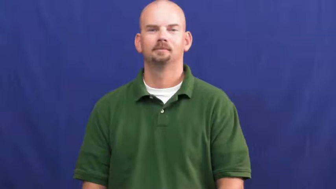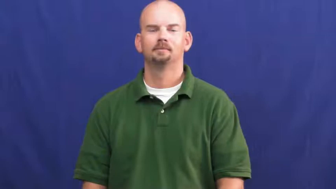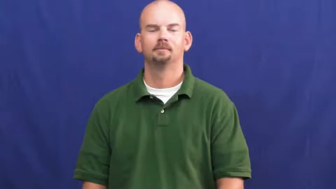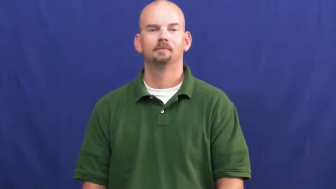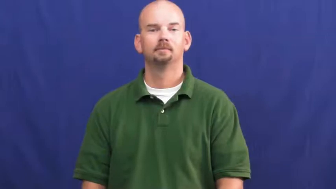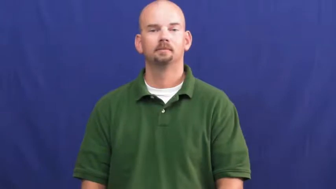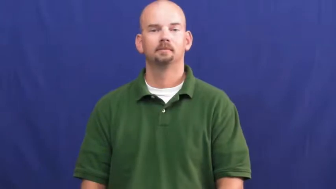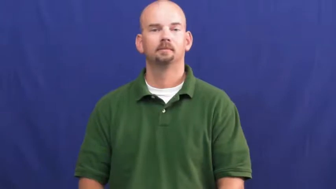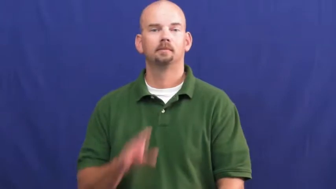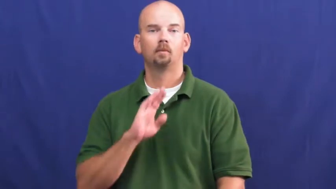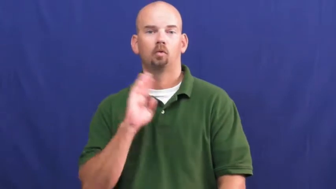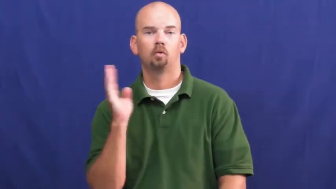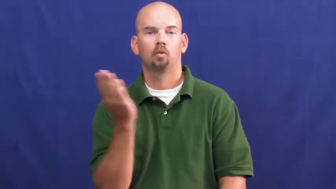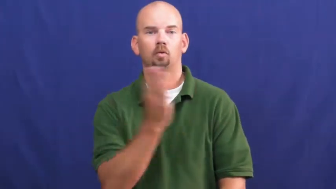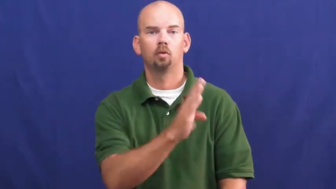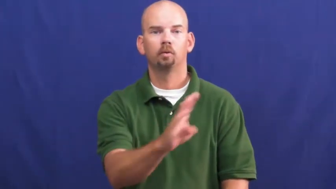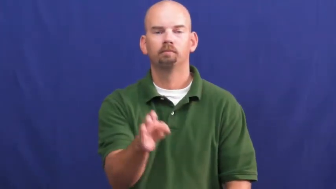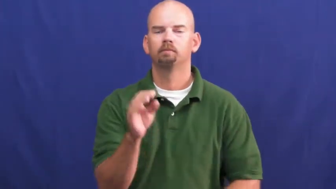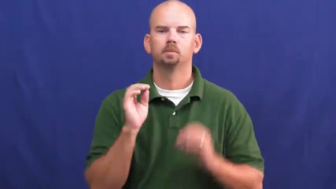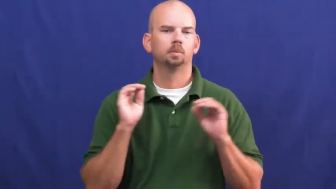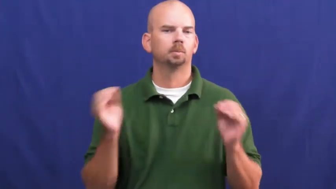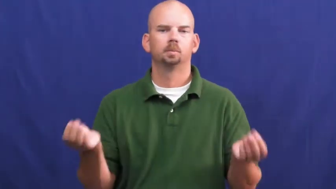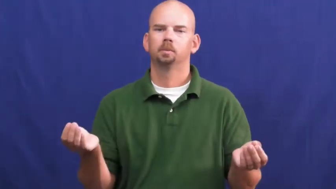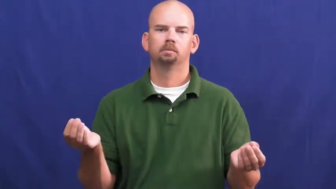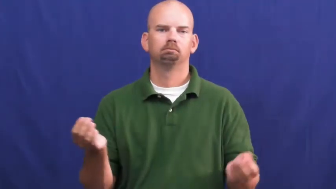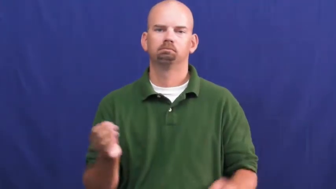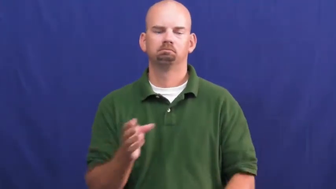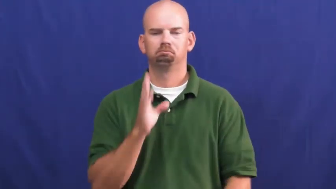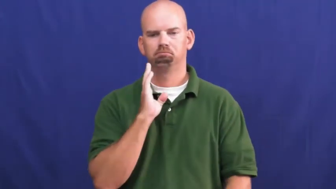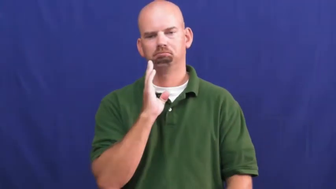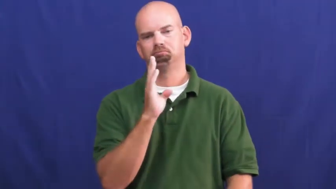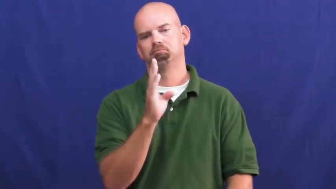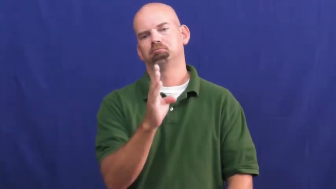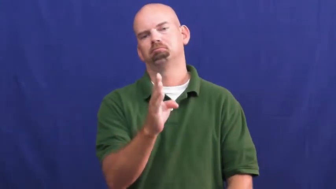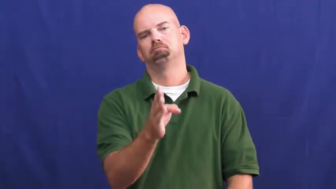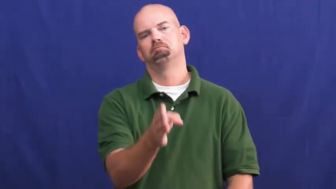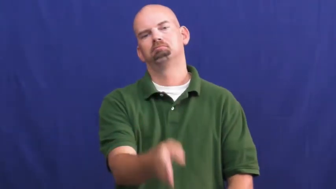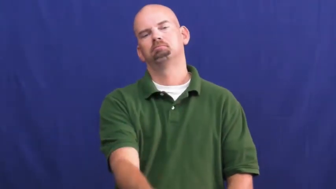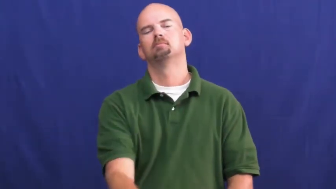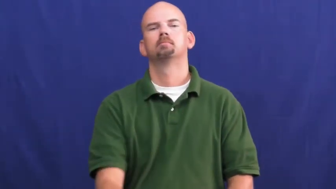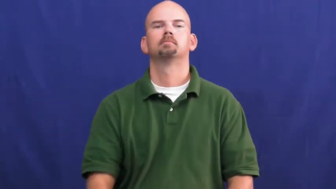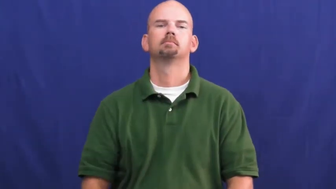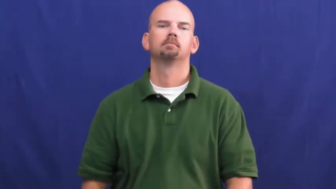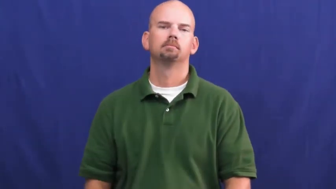uncurved